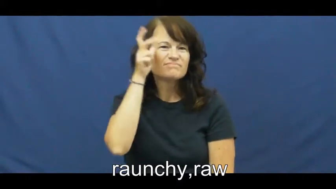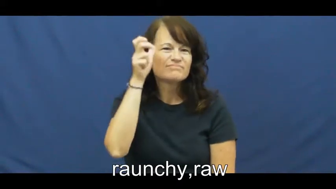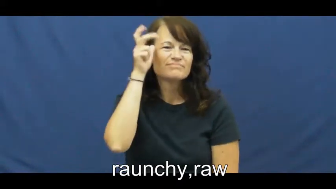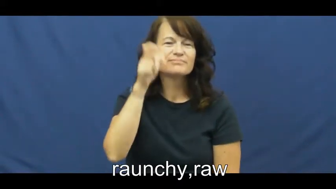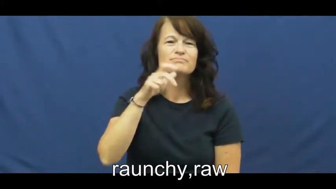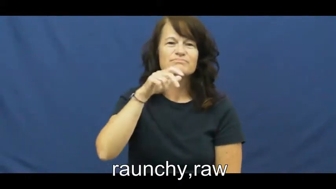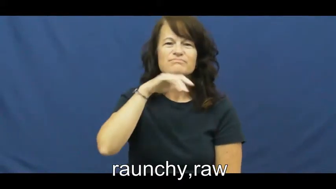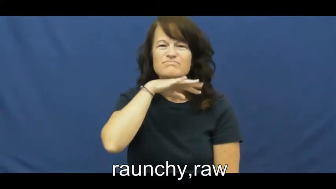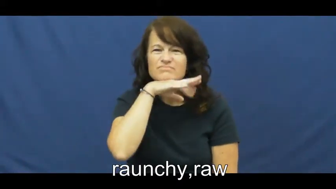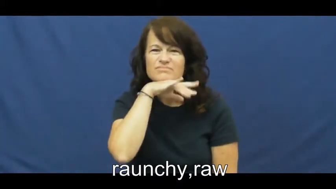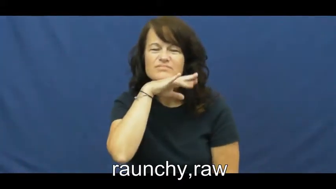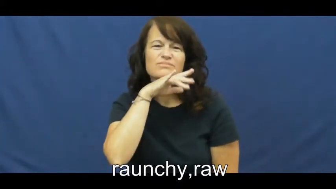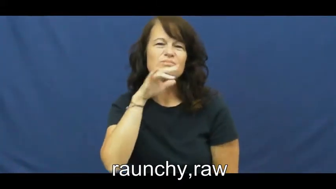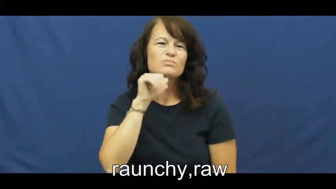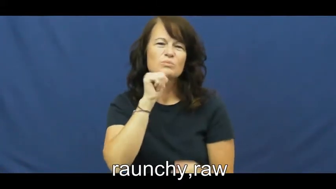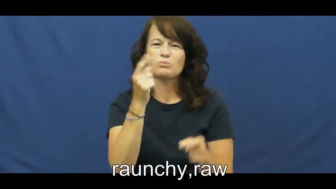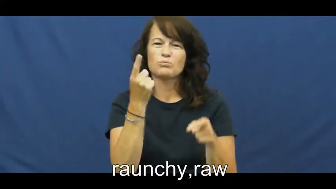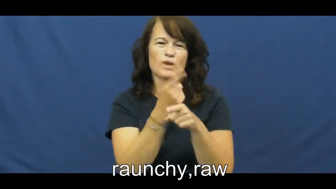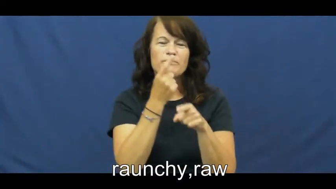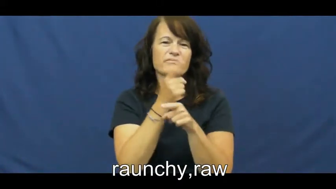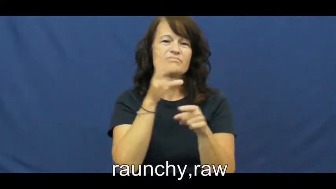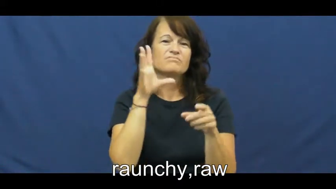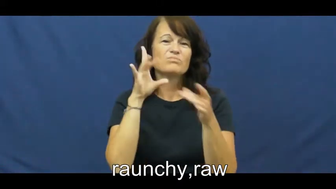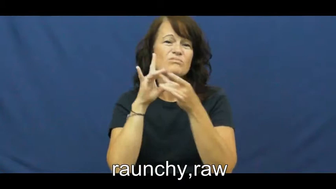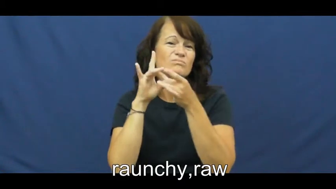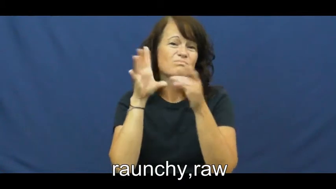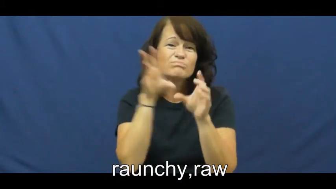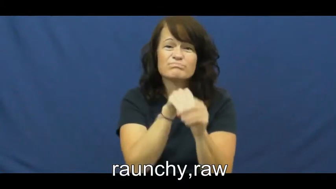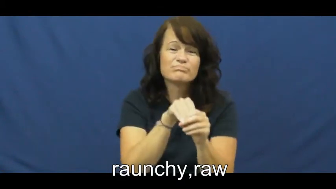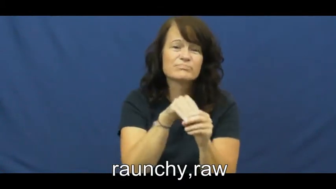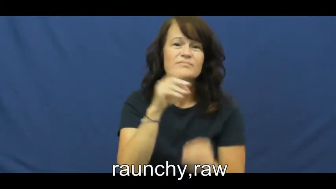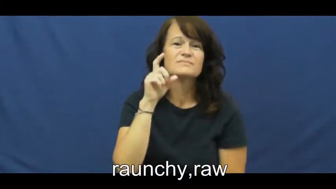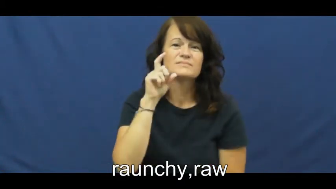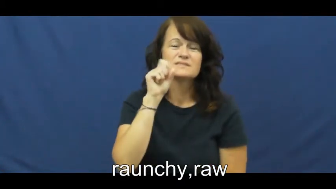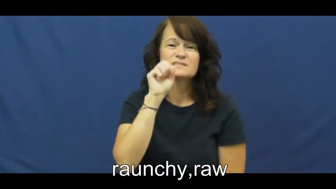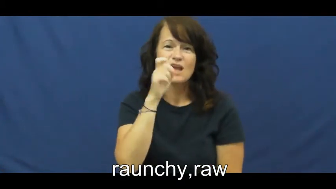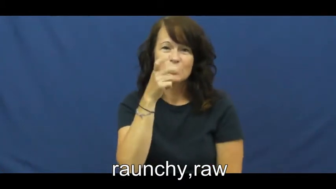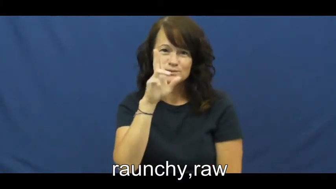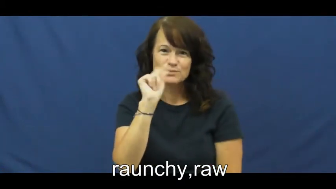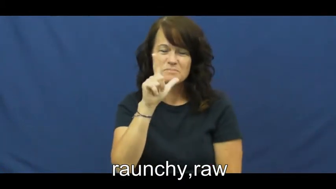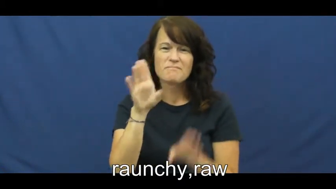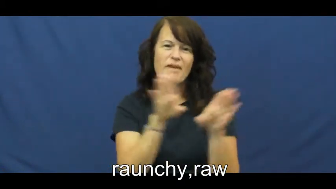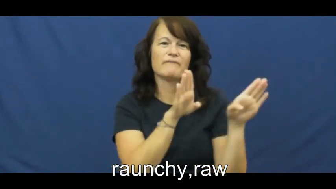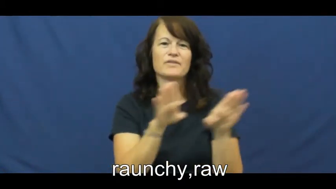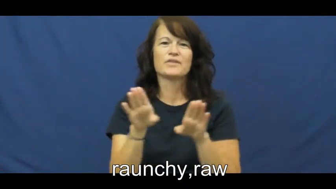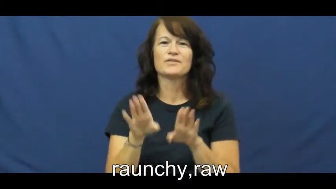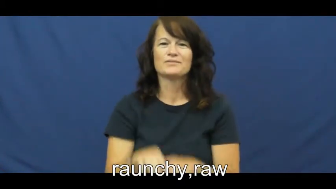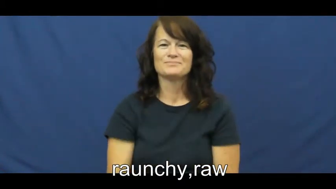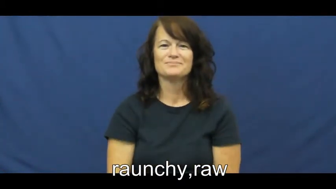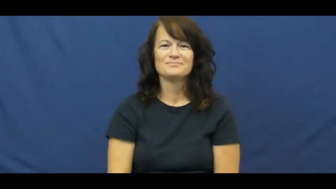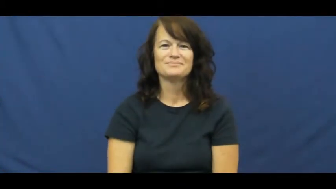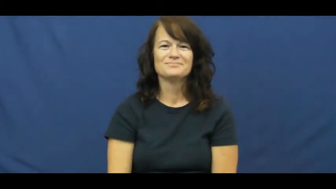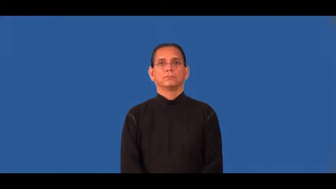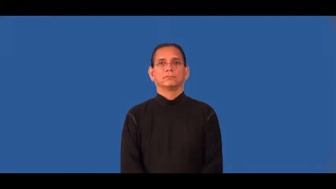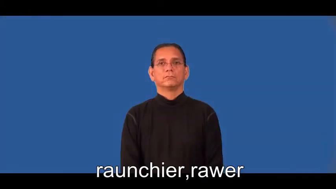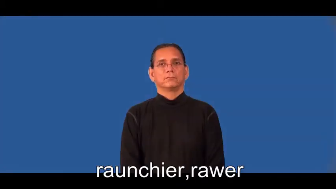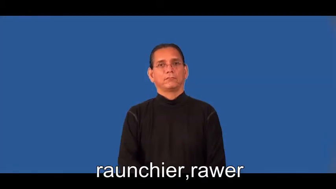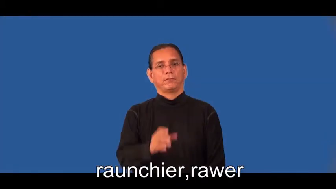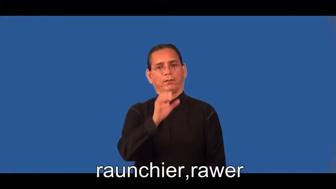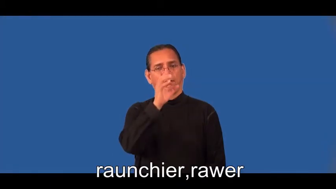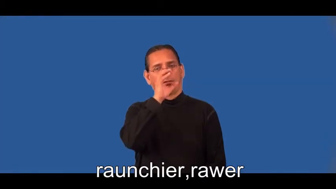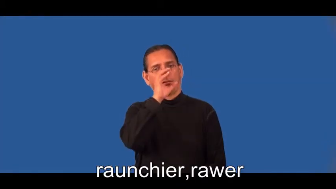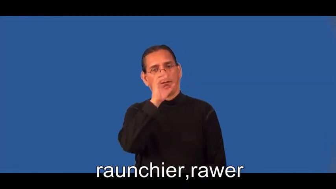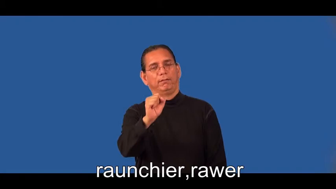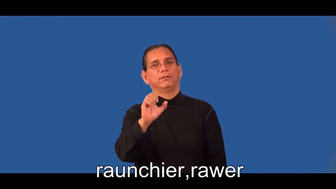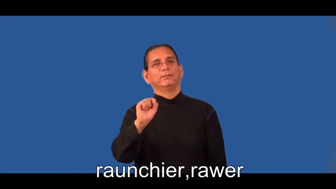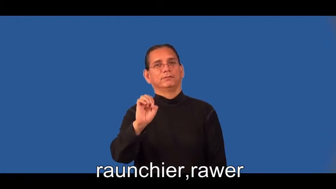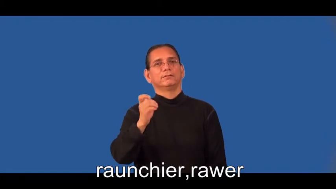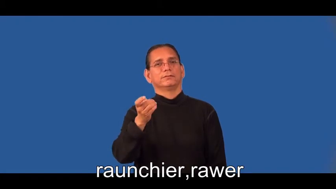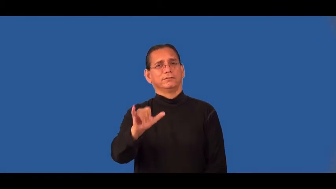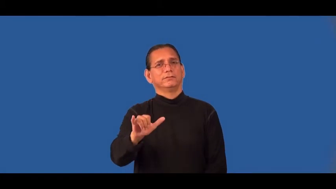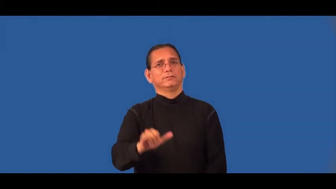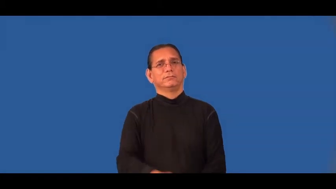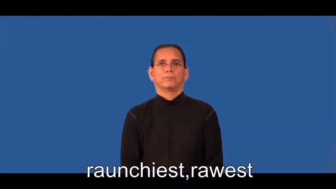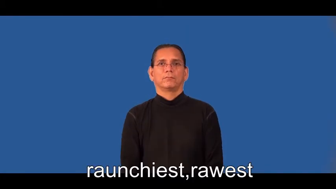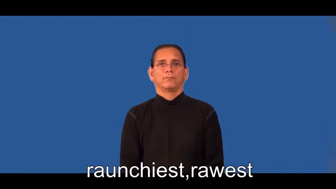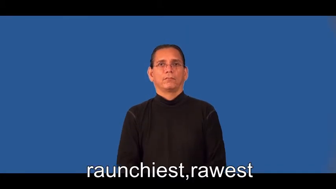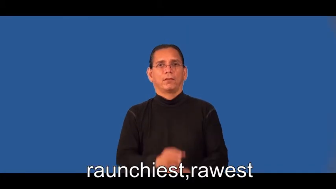raunchier,rawer,raunchiest,rawest